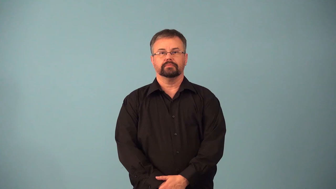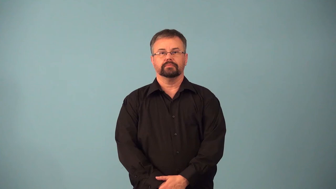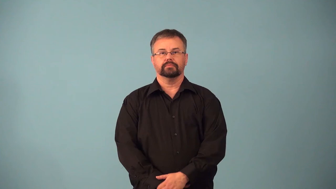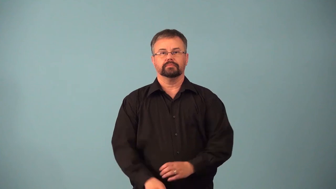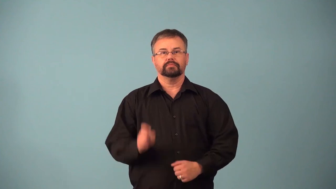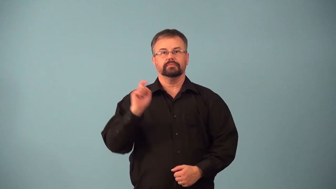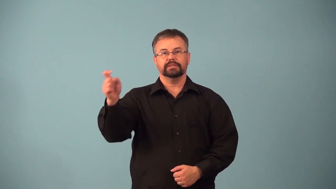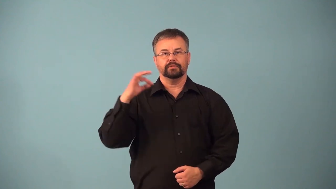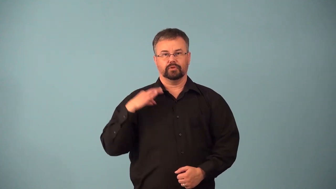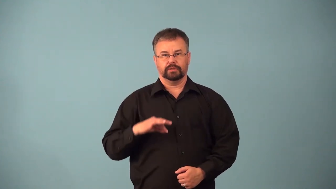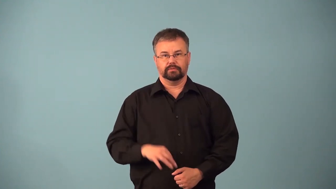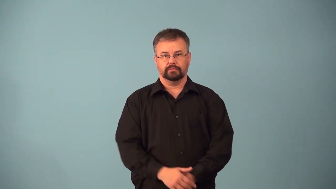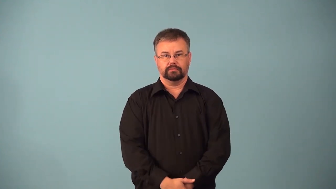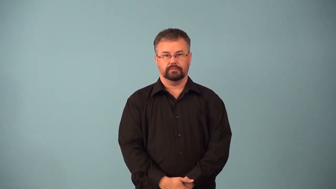accredit-give credit for action